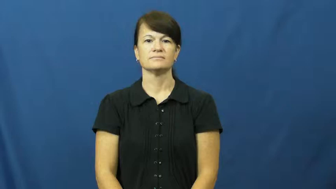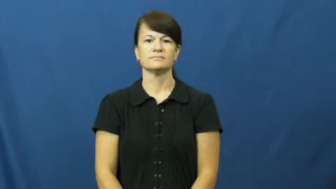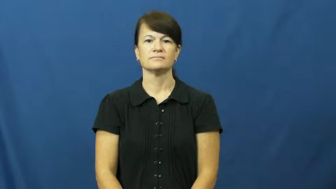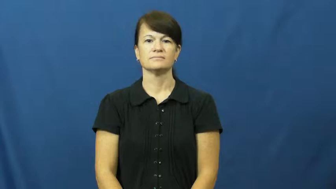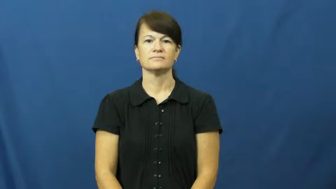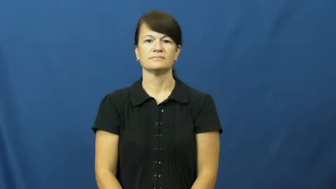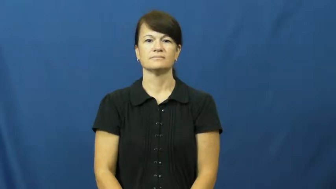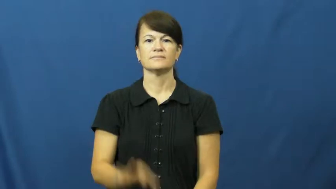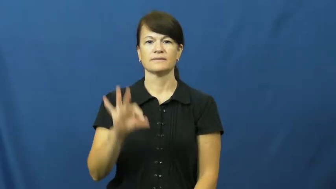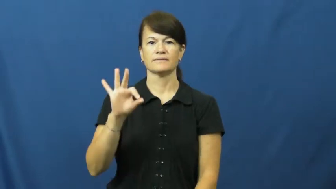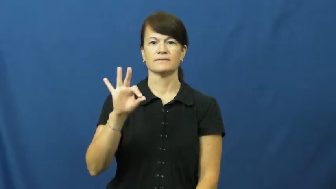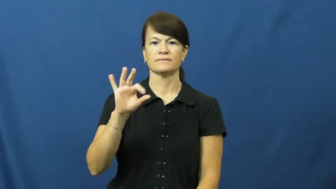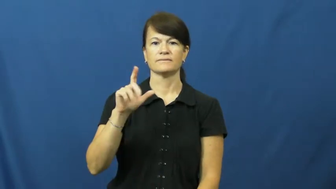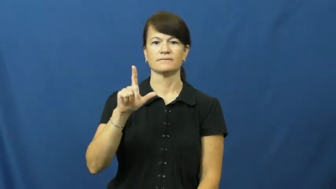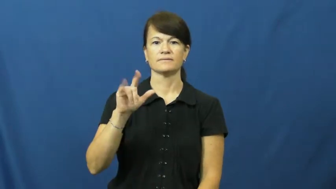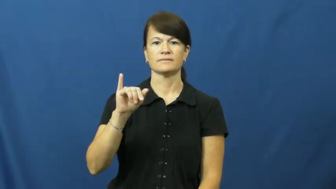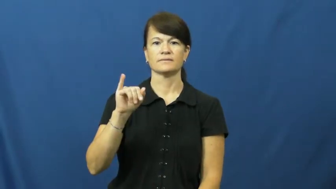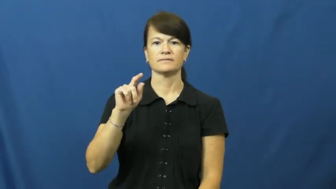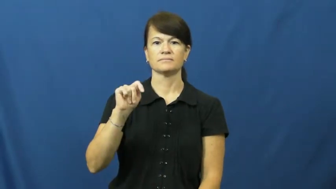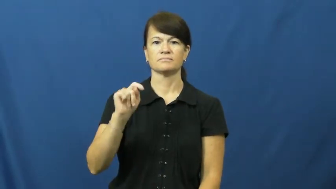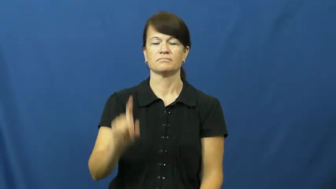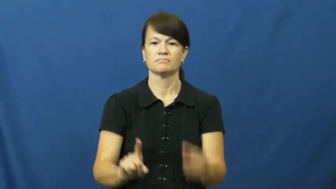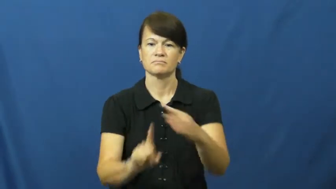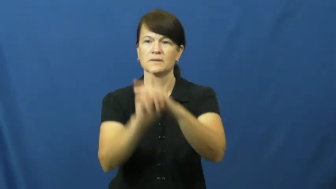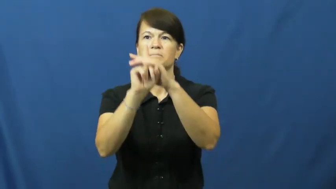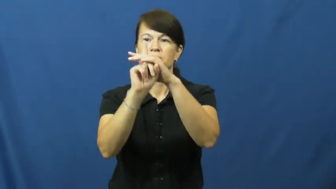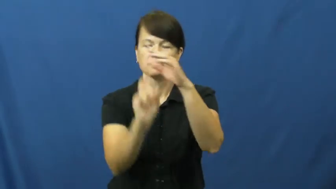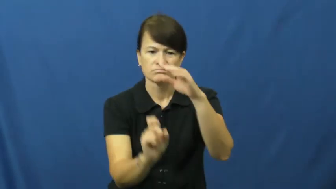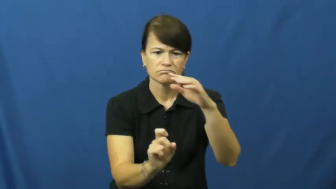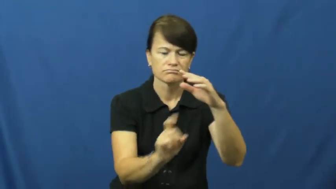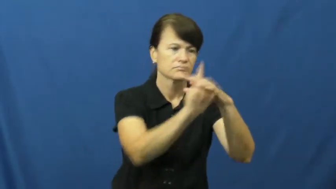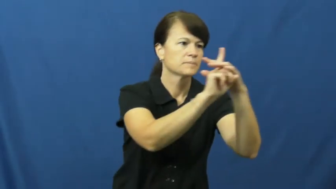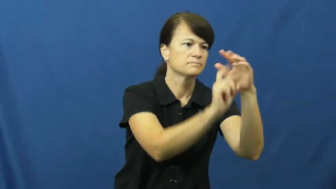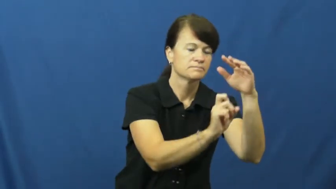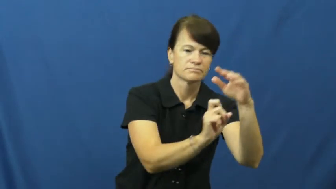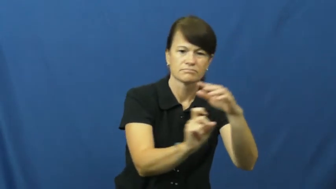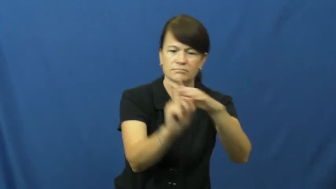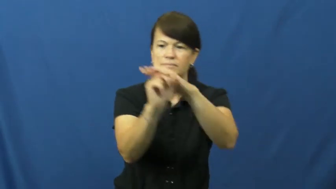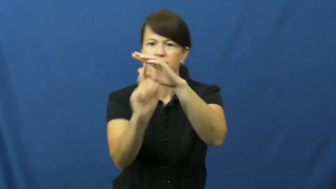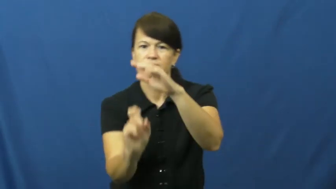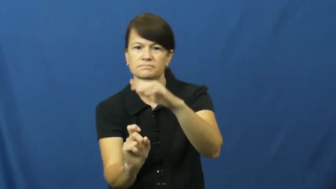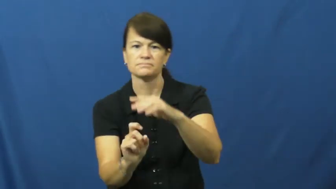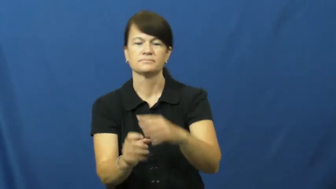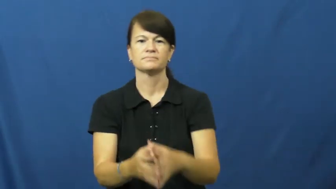flit,flit about